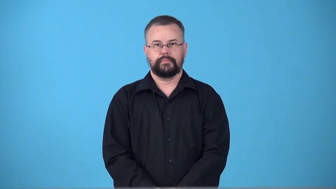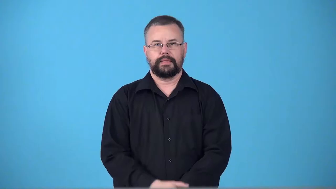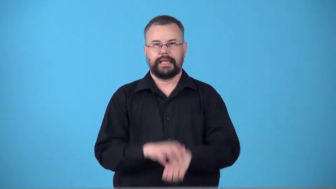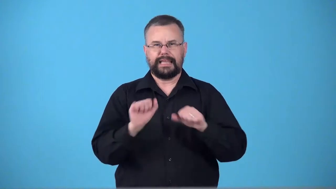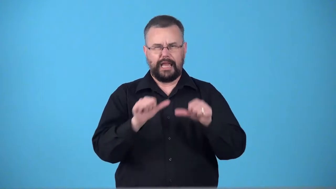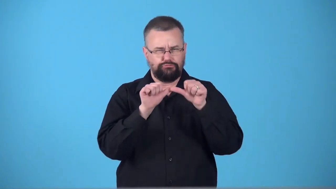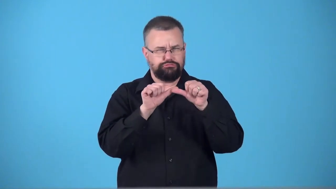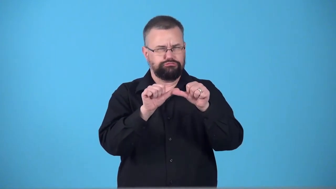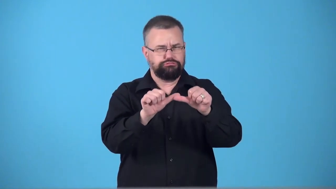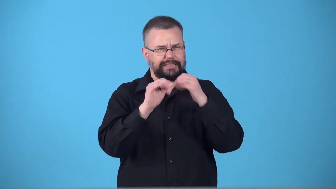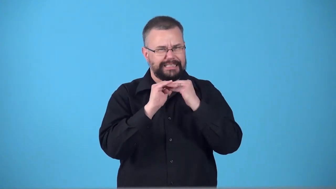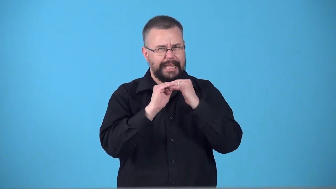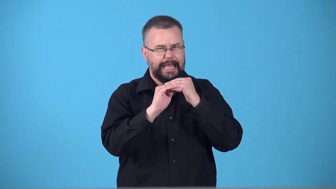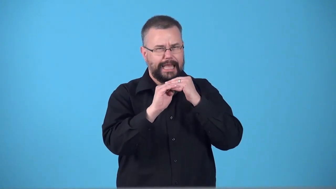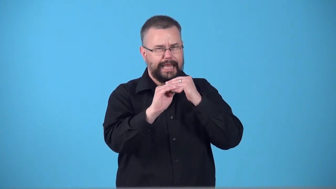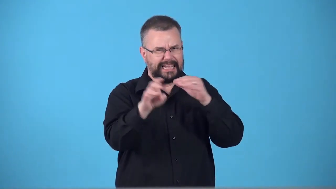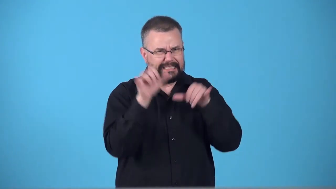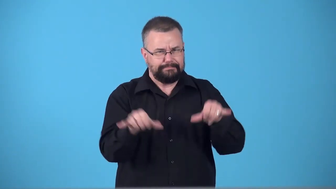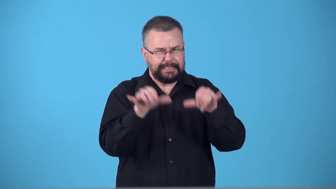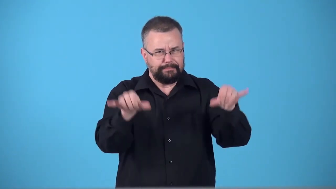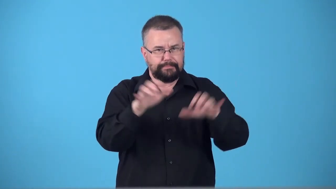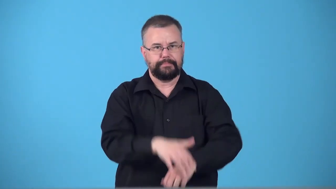sustainable